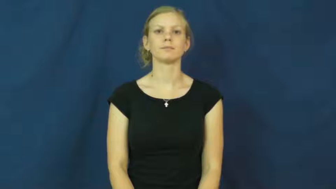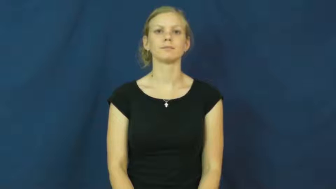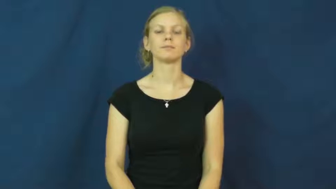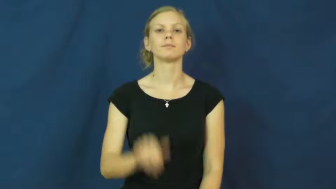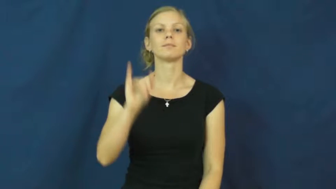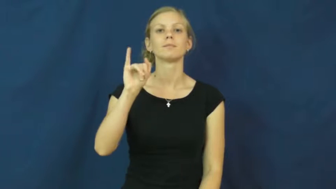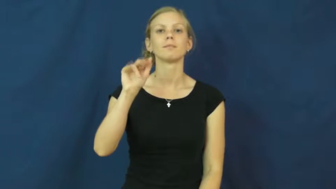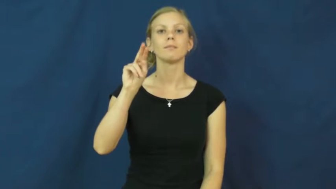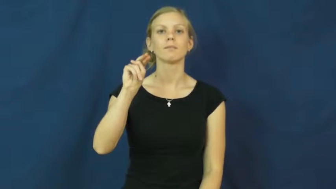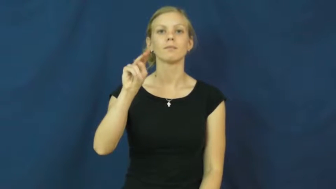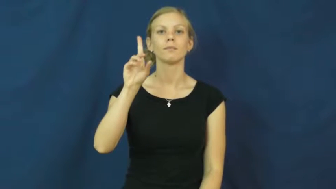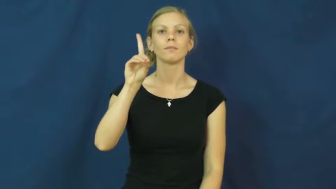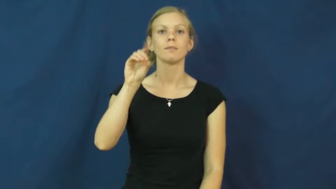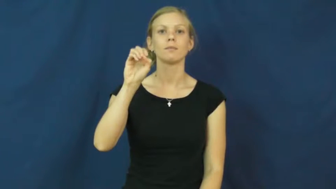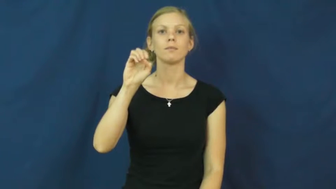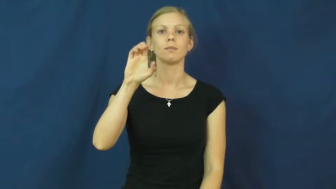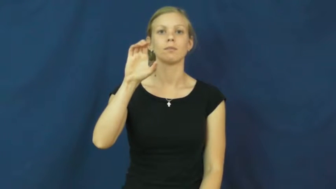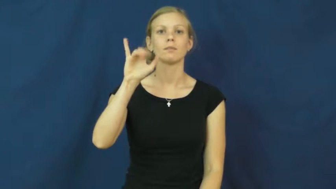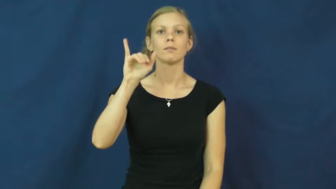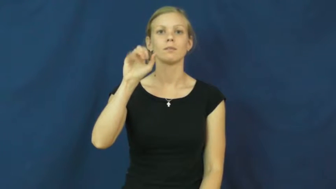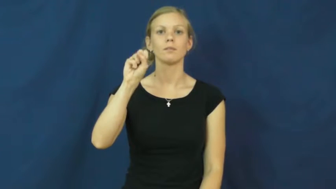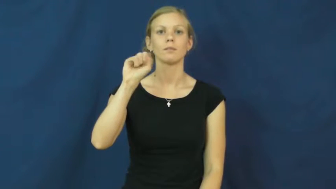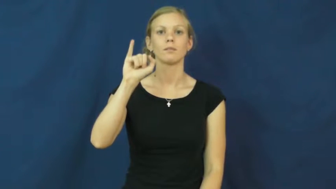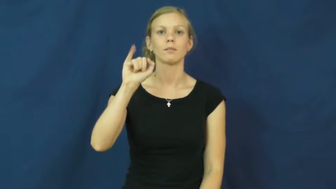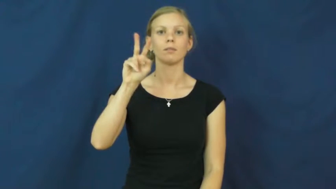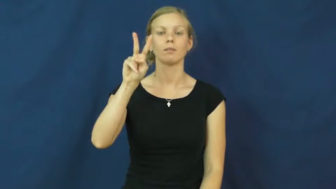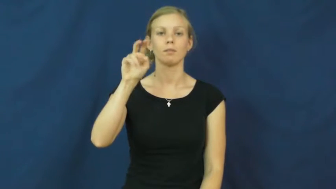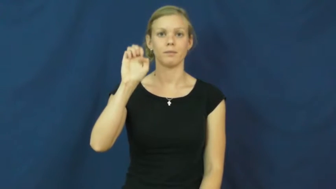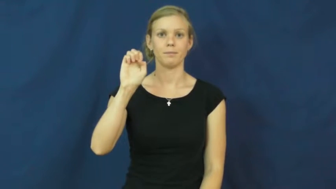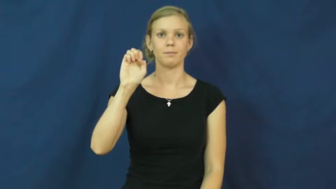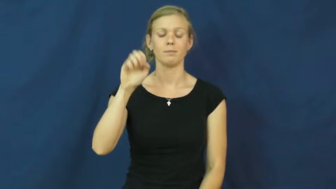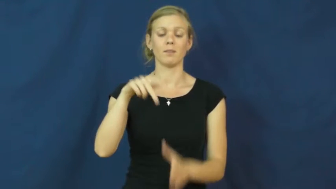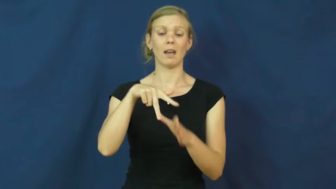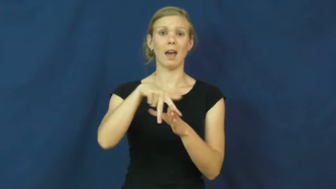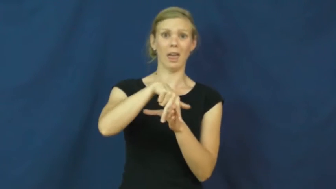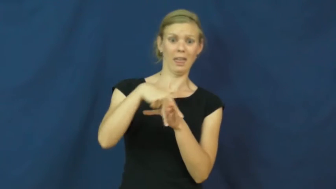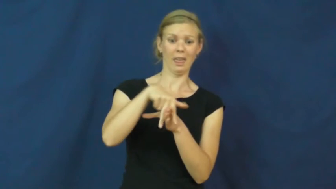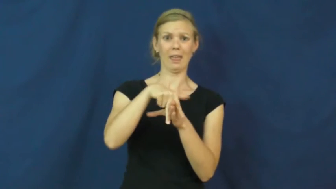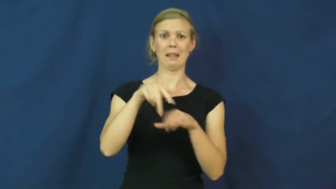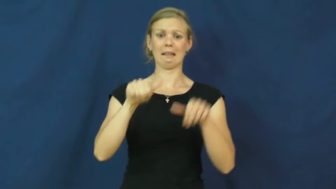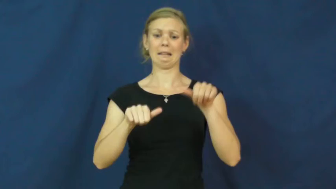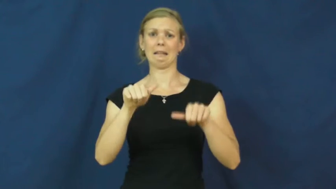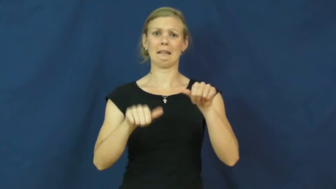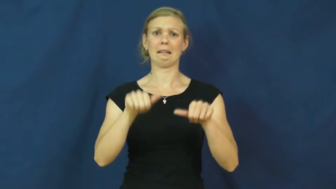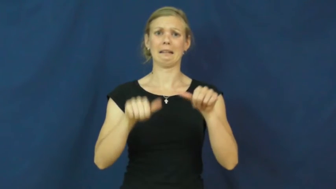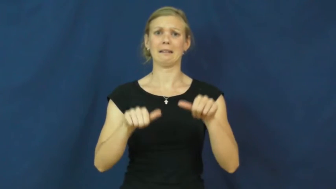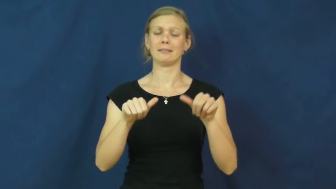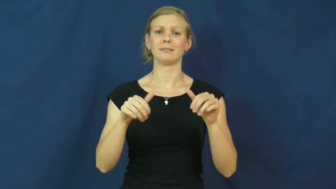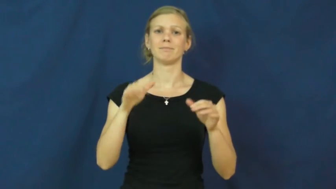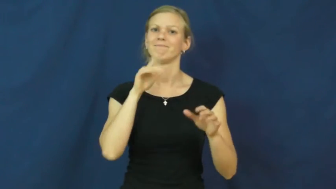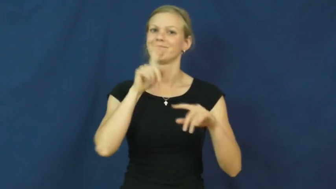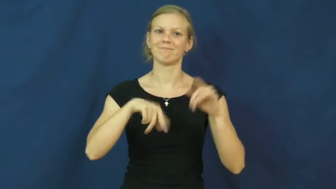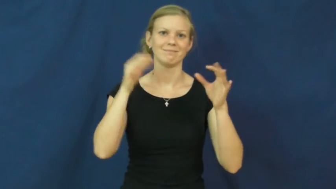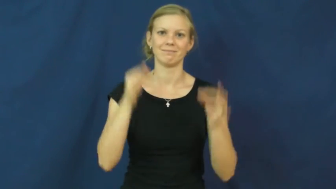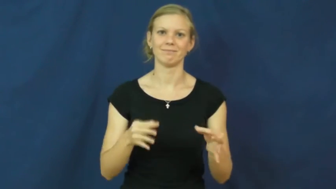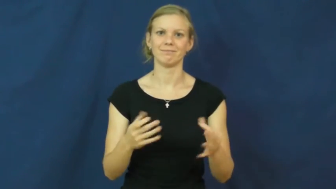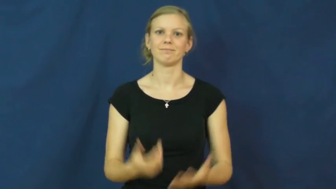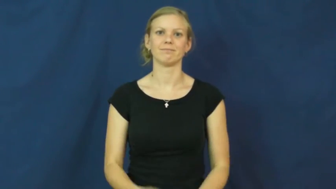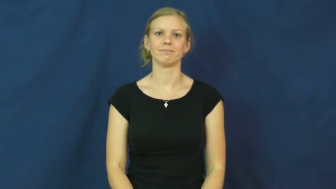indecisive